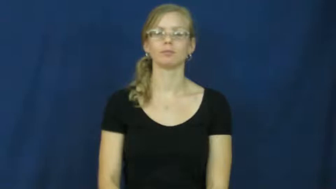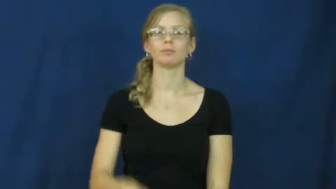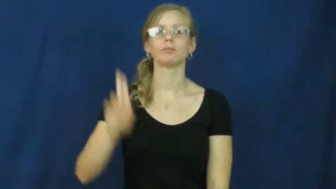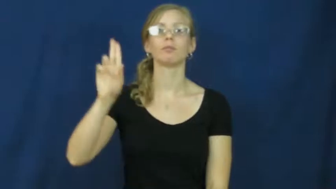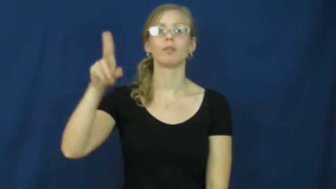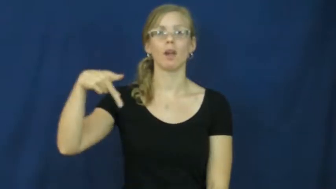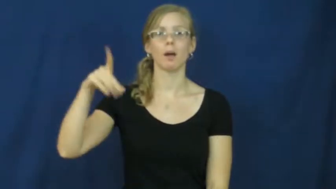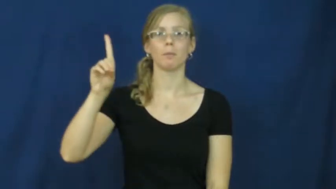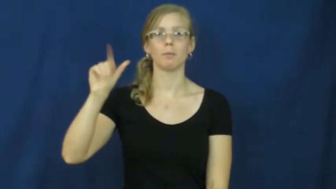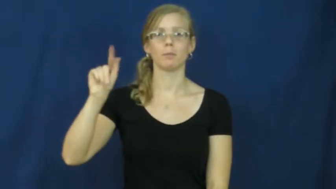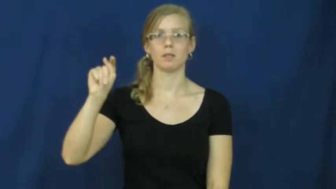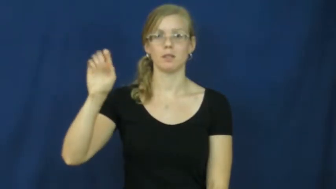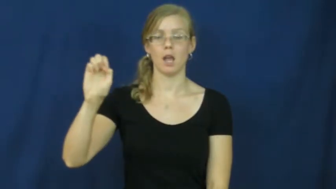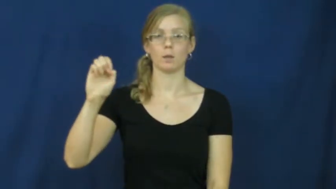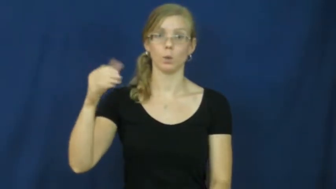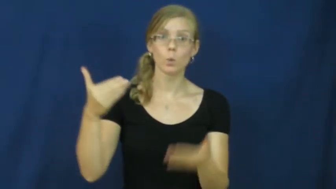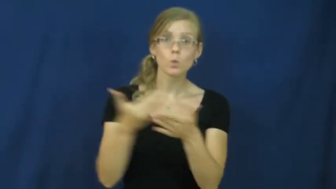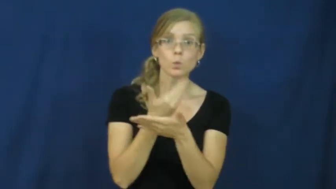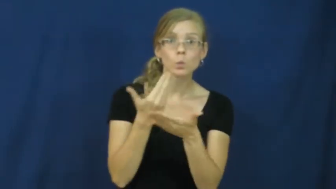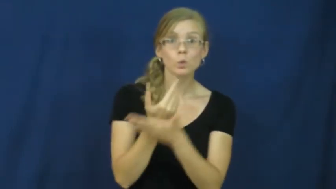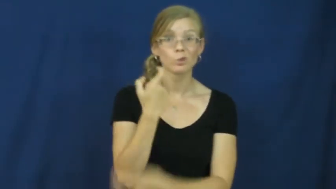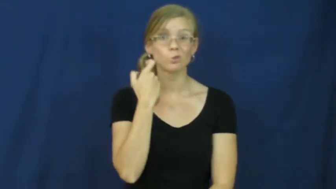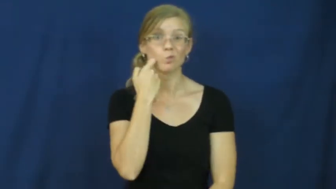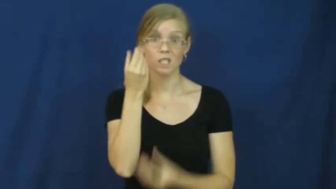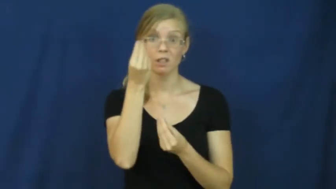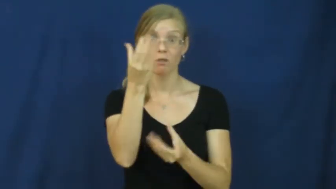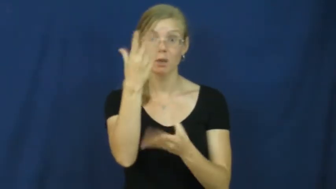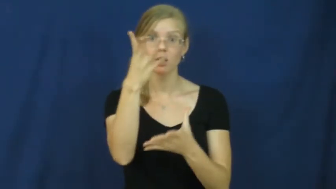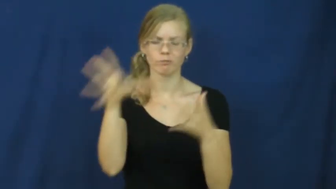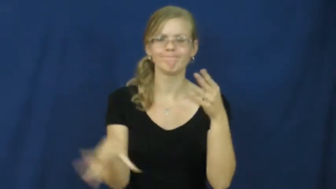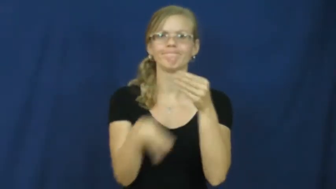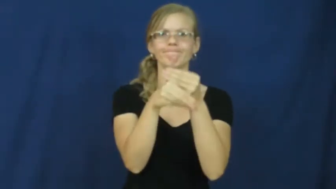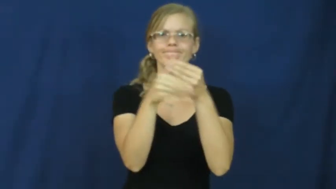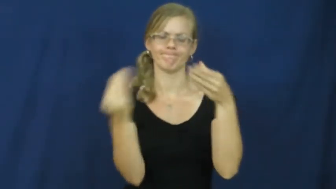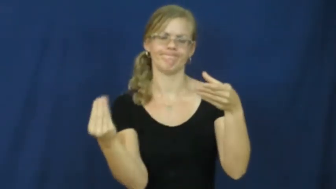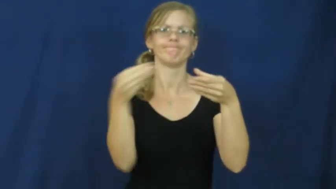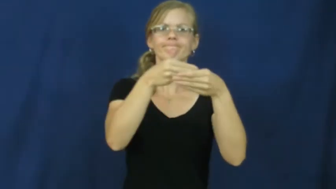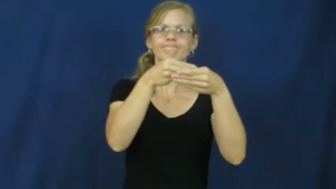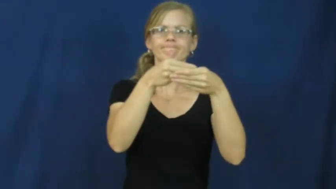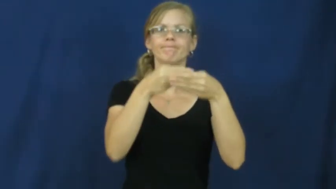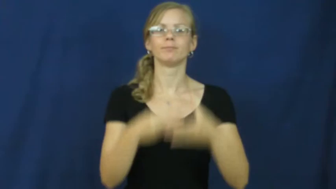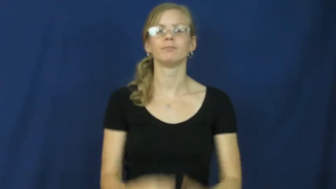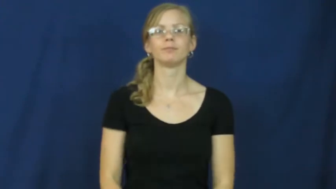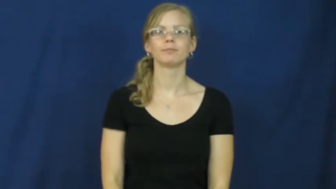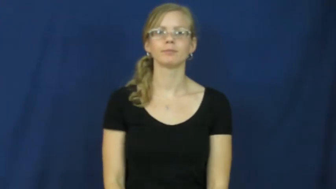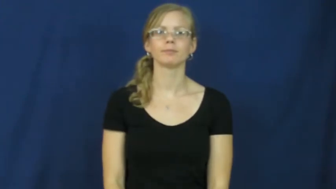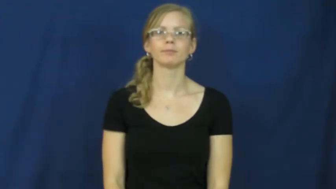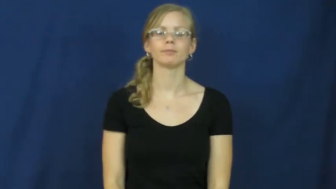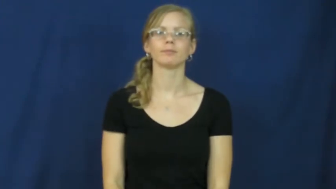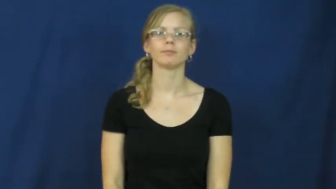update